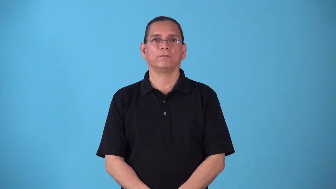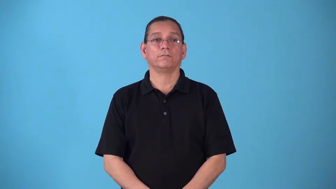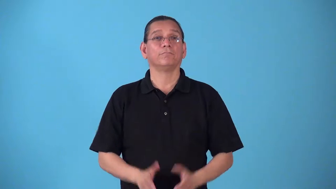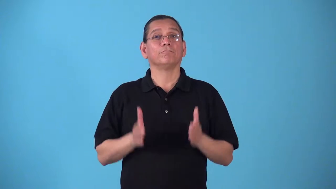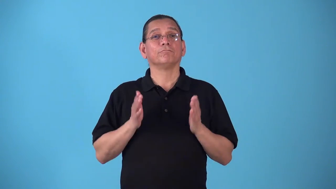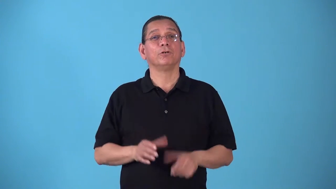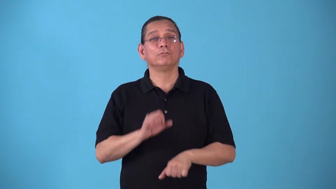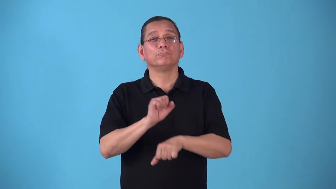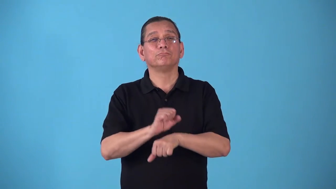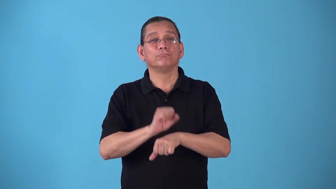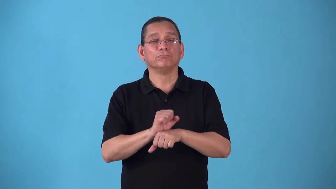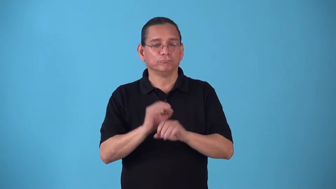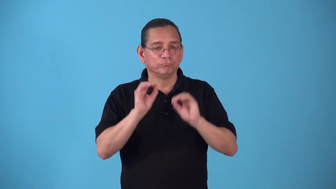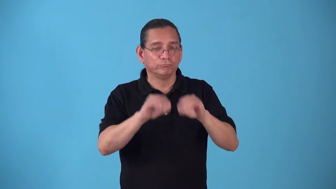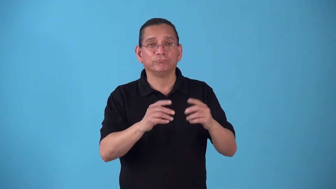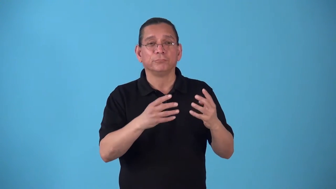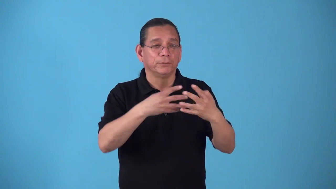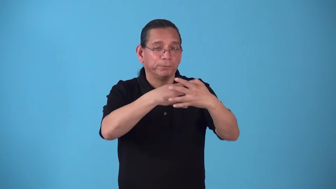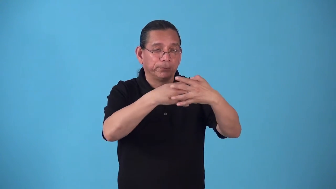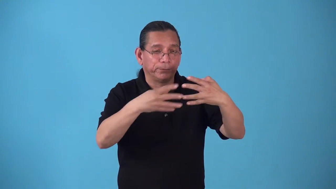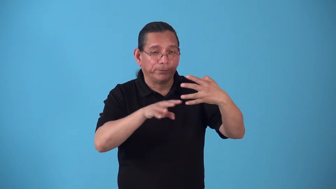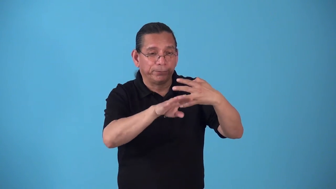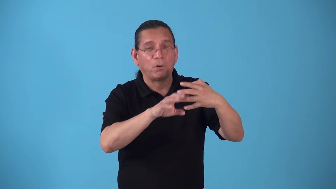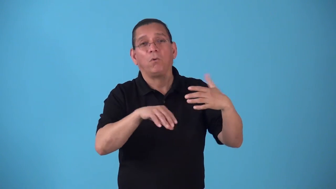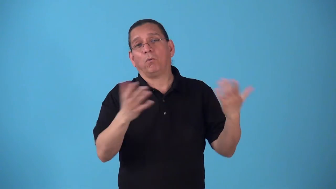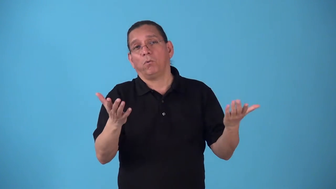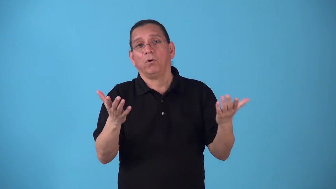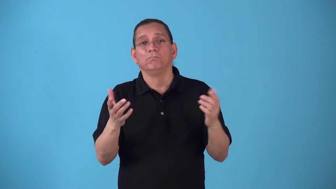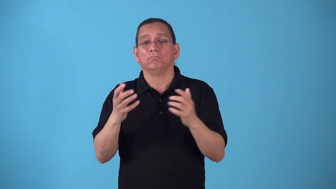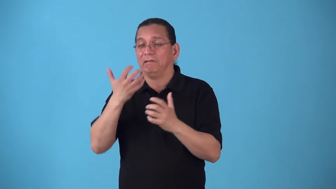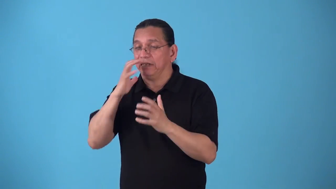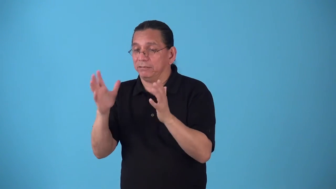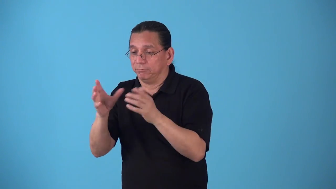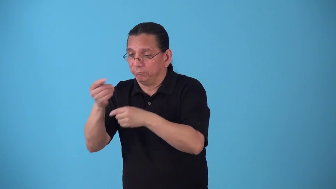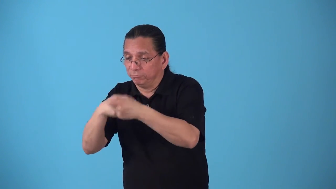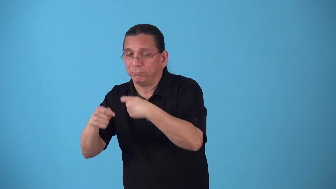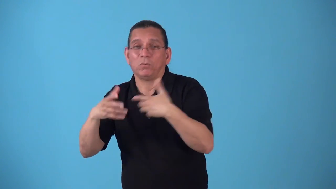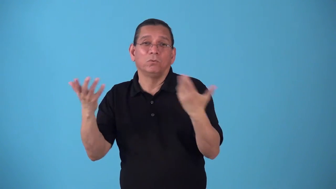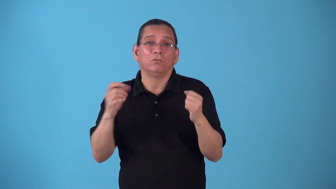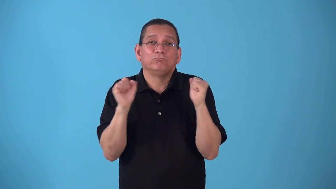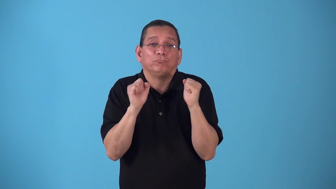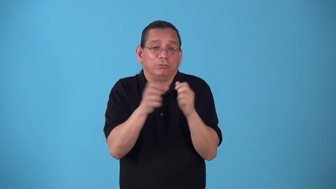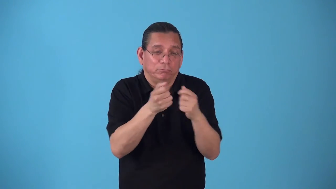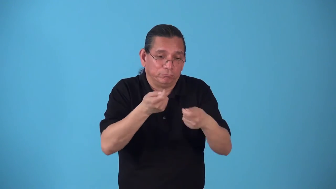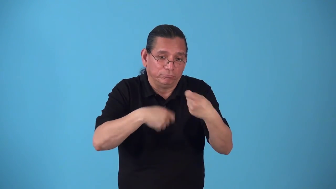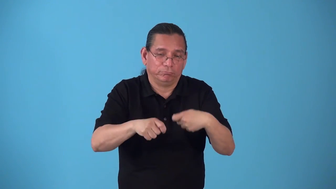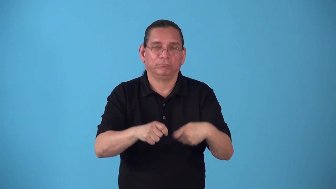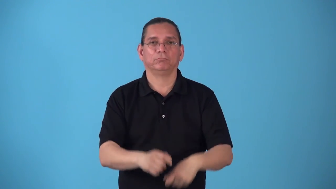steamfitter